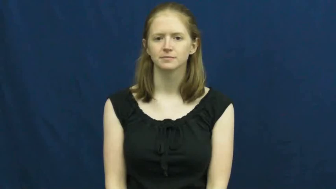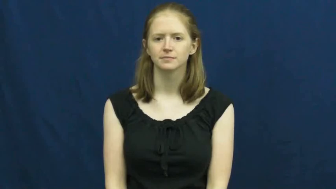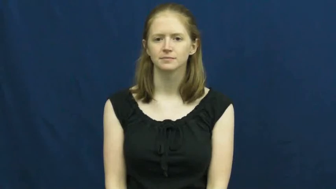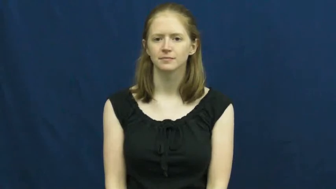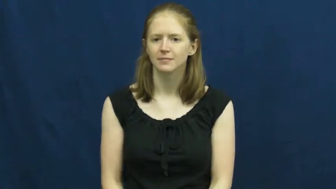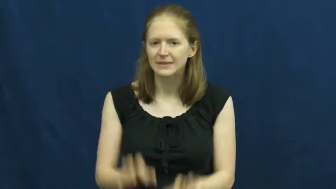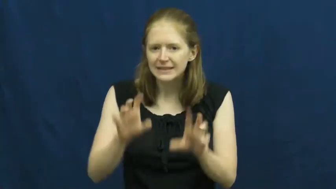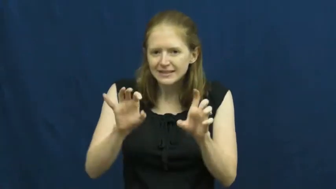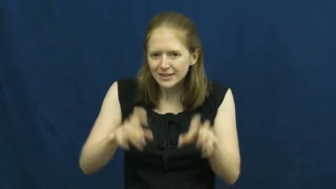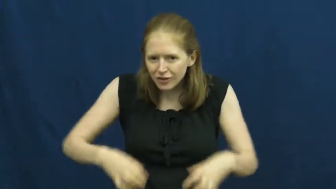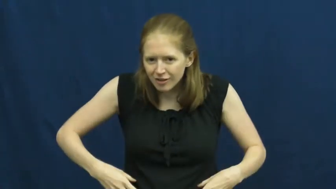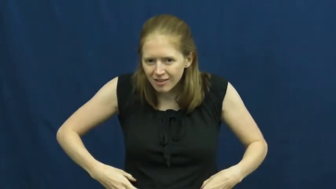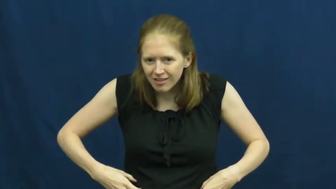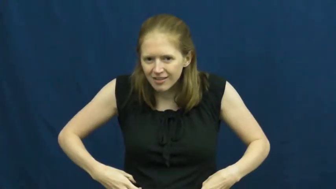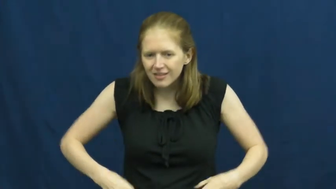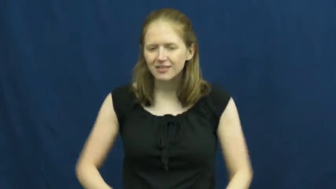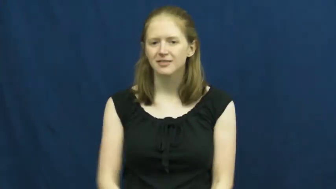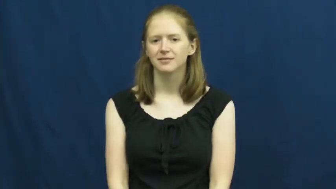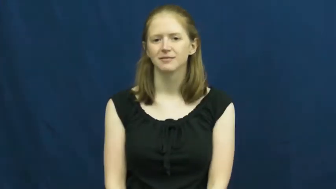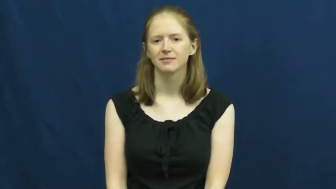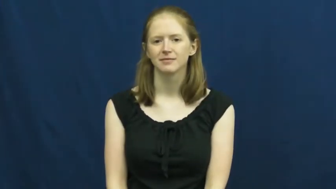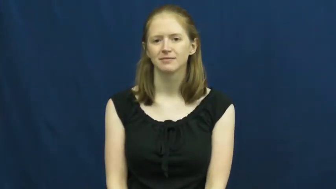tickle